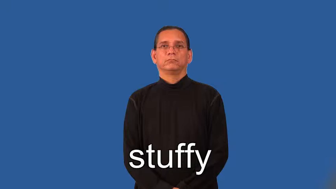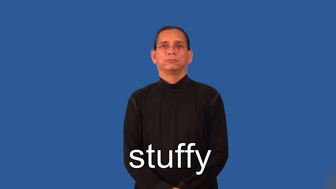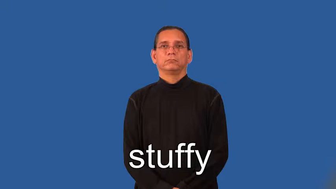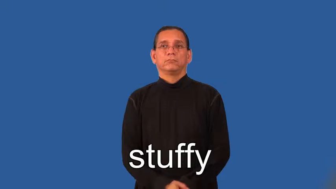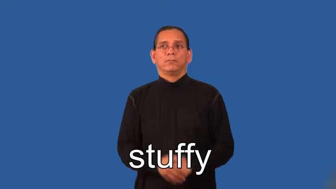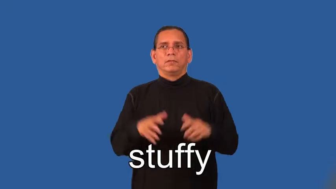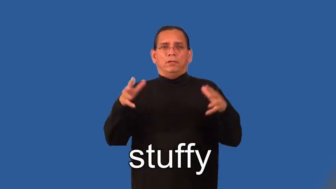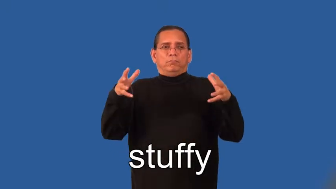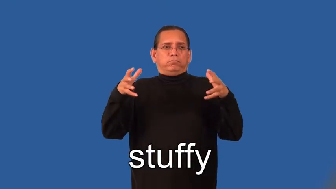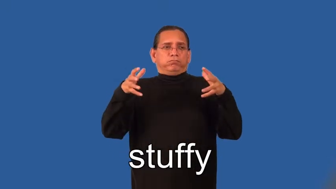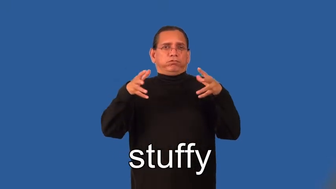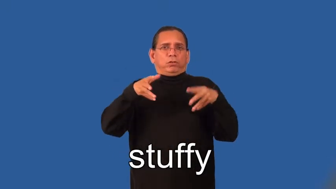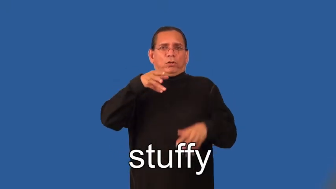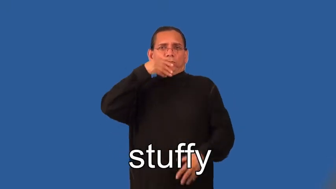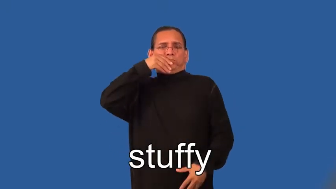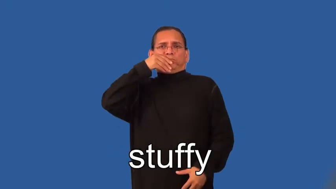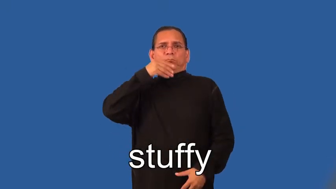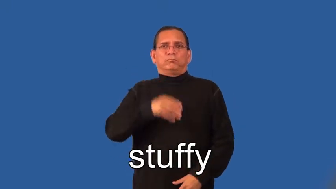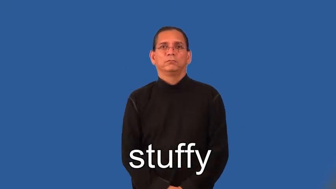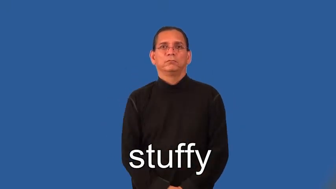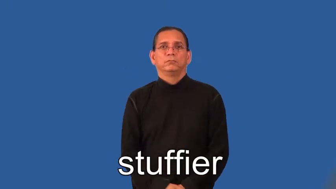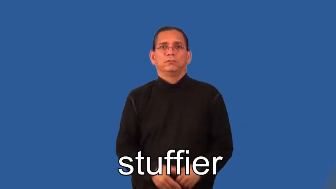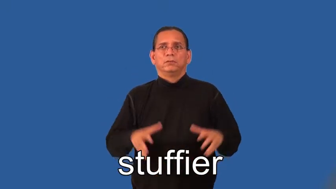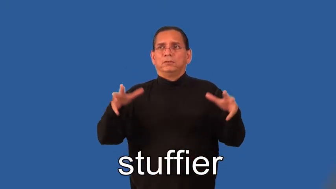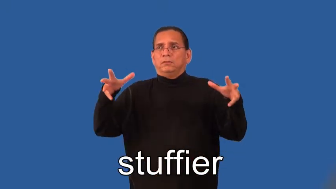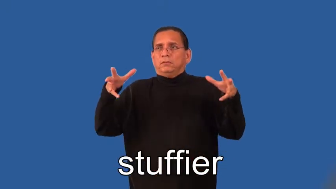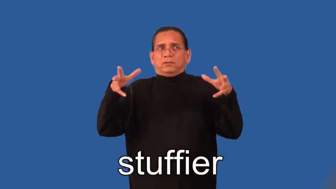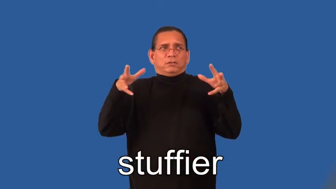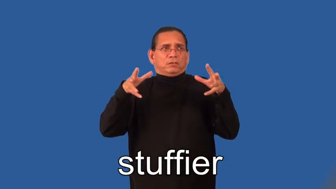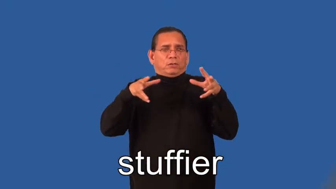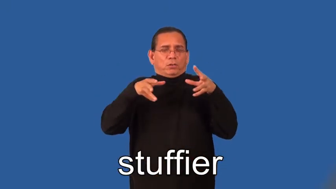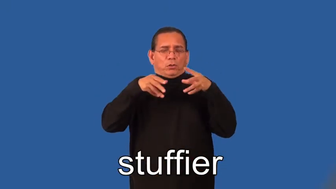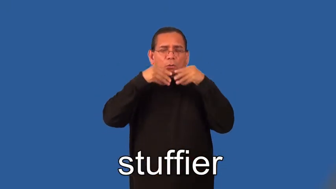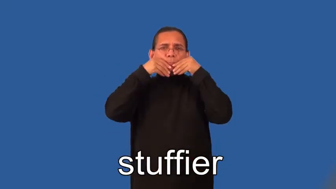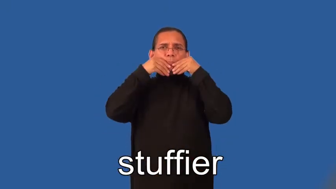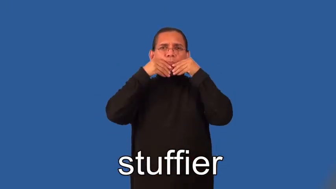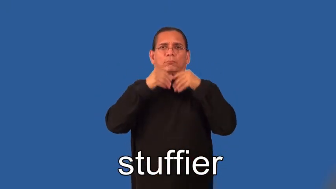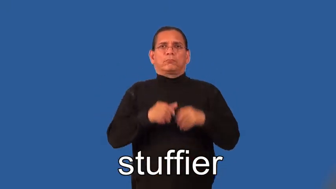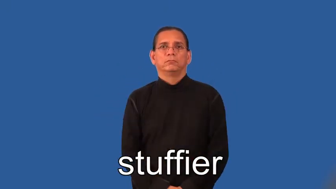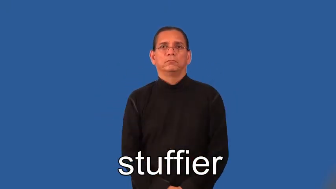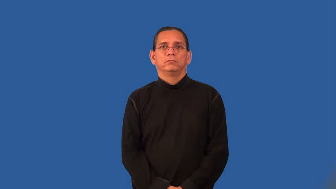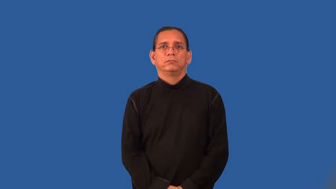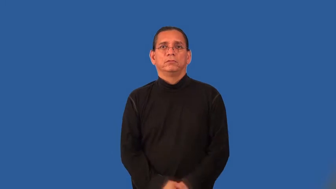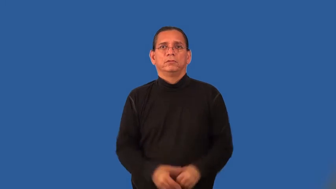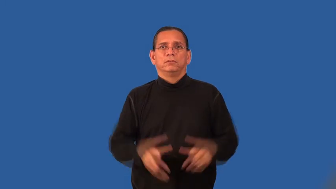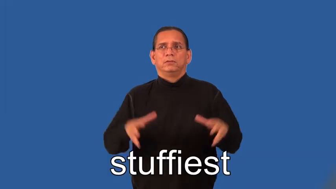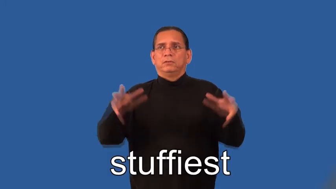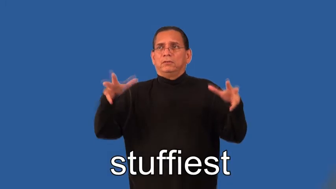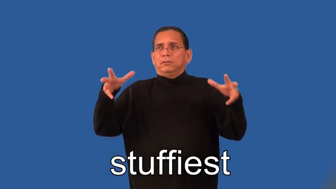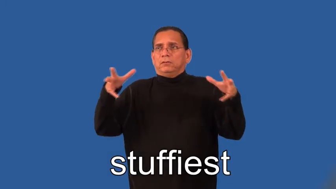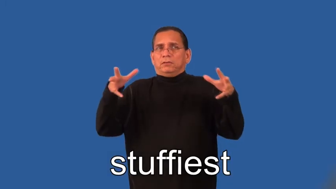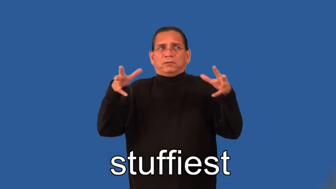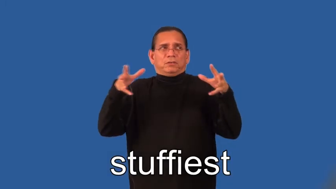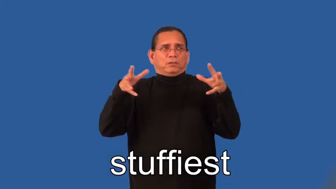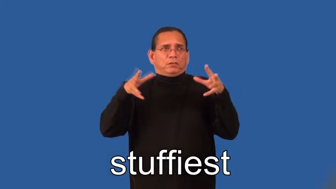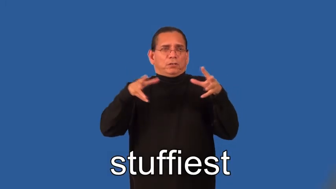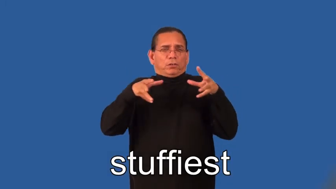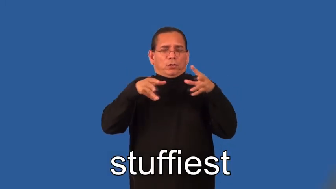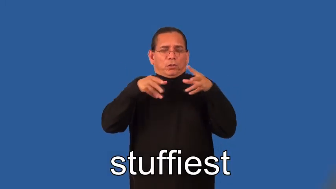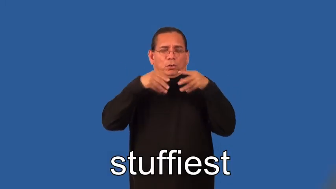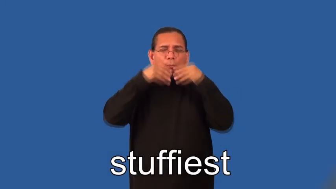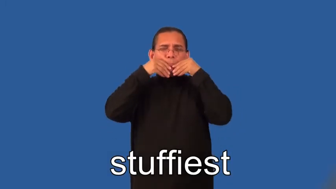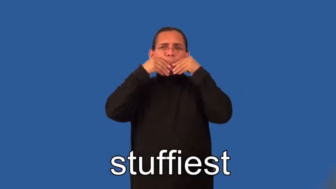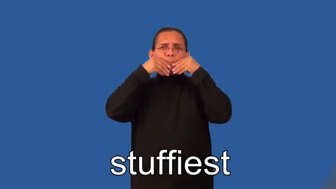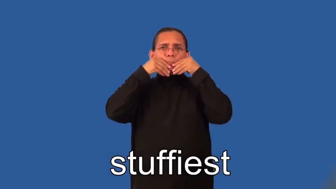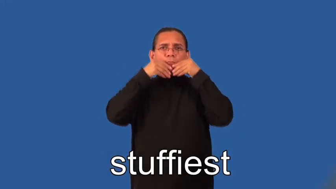stuffier,stuffiest-air